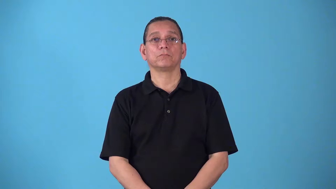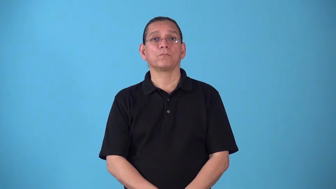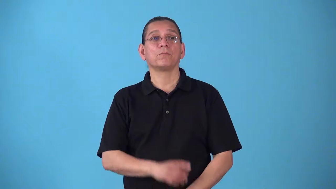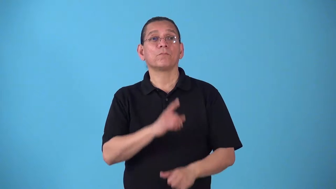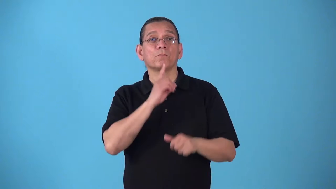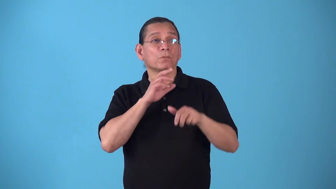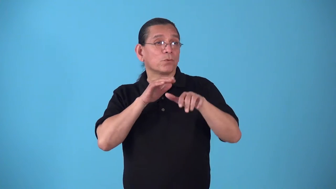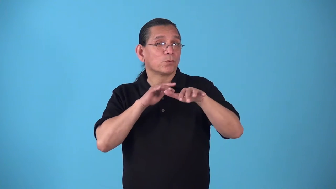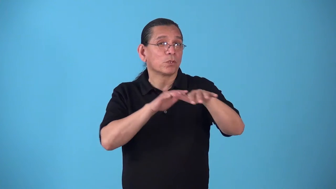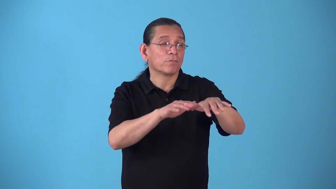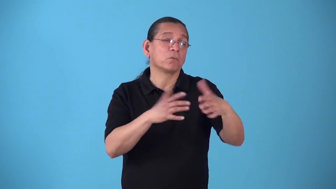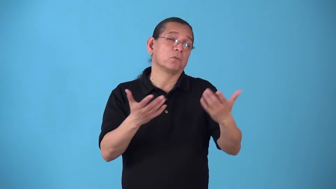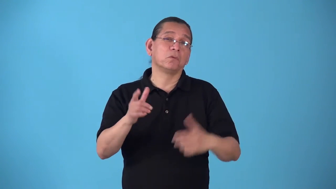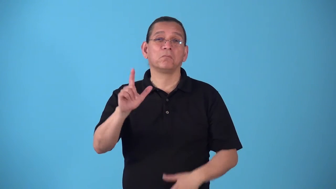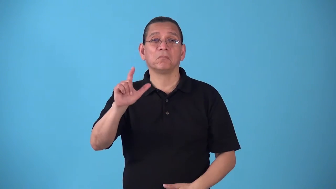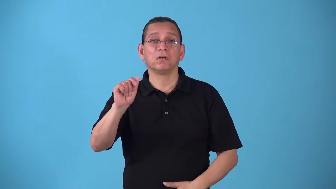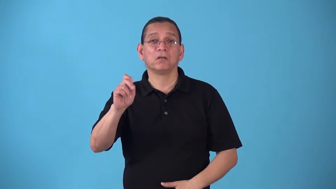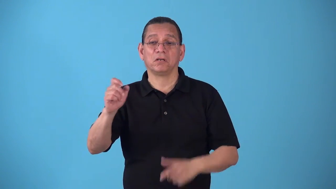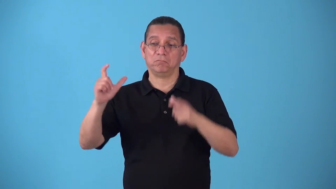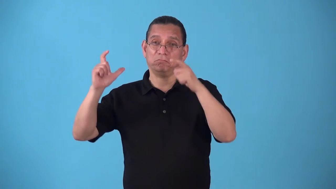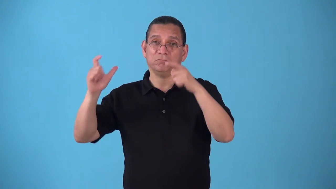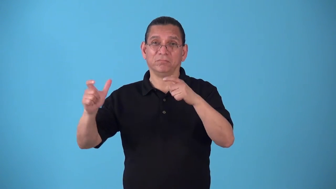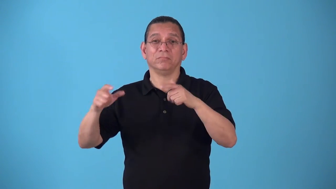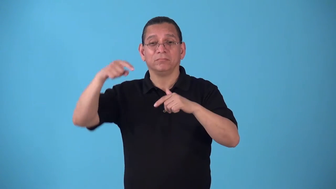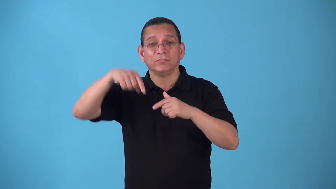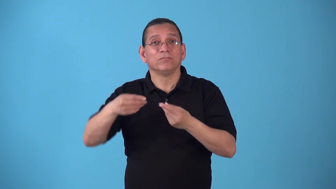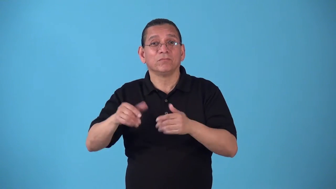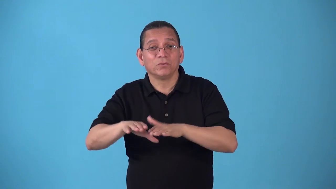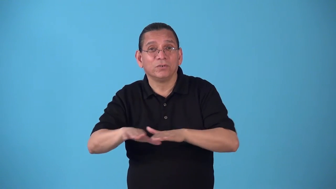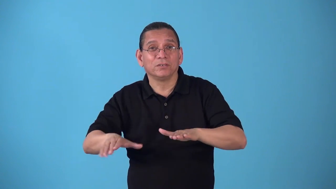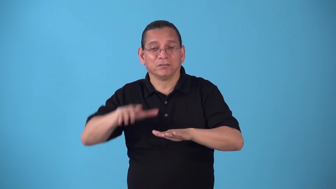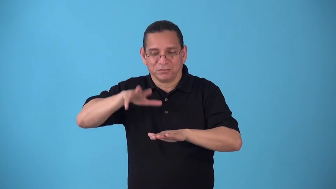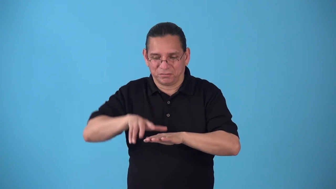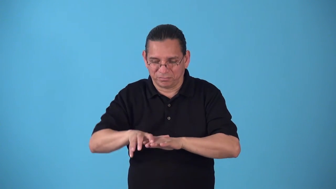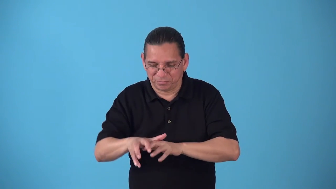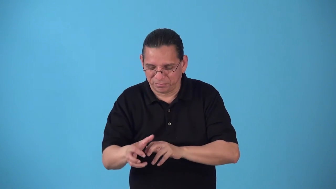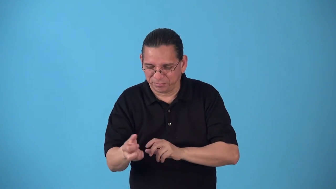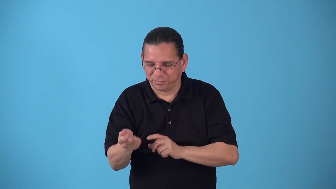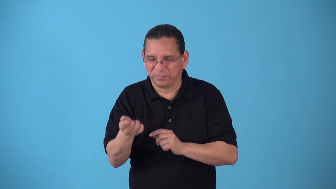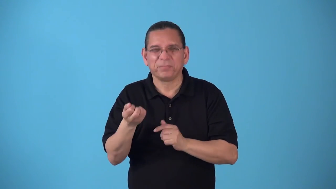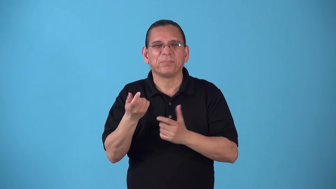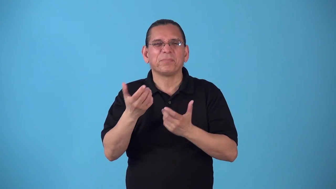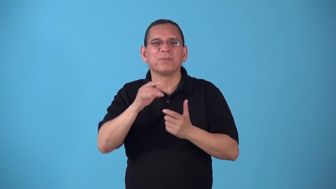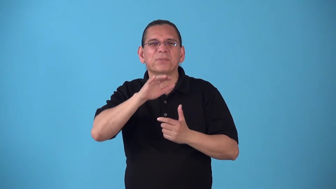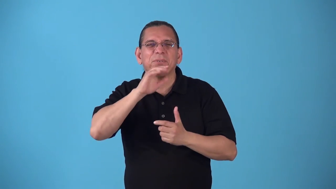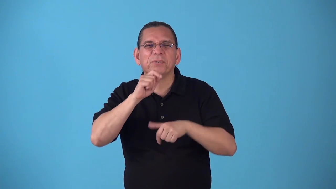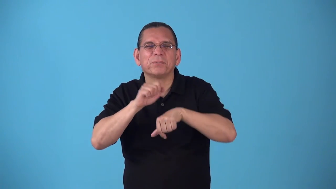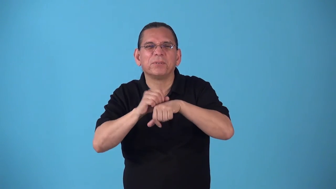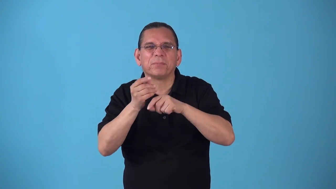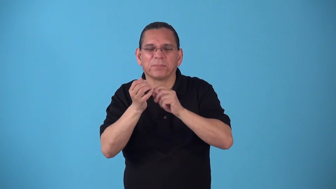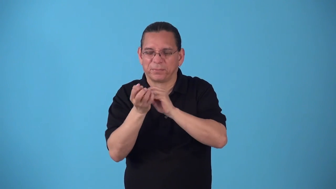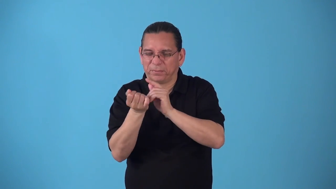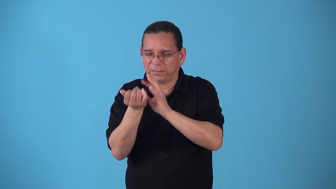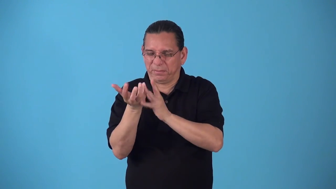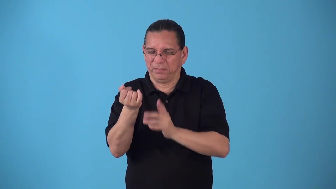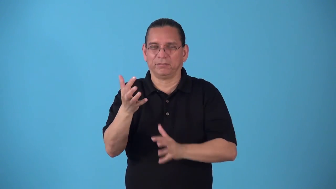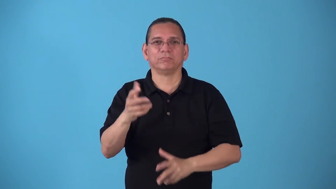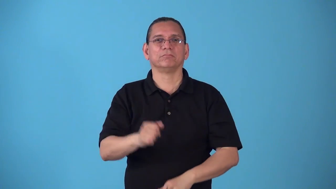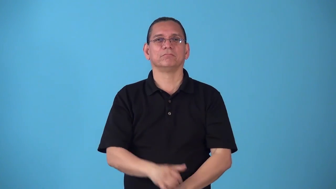silty